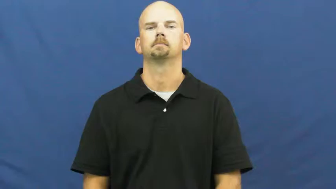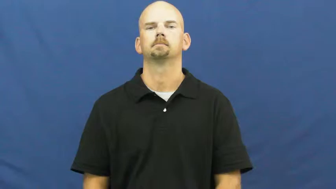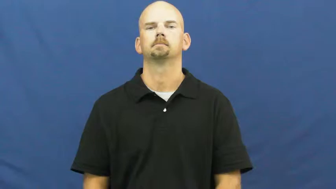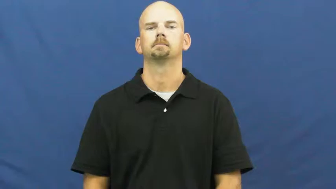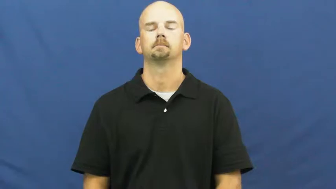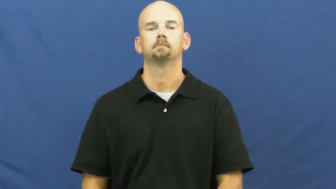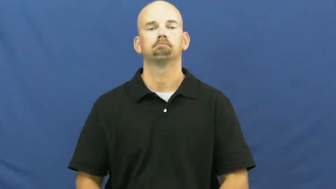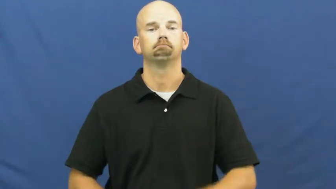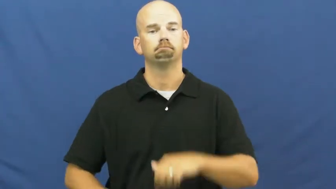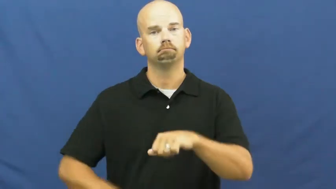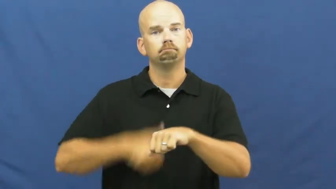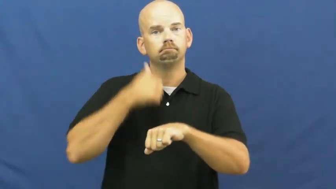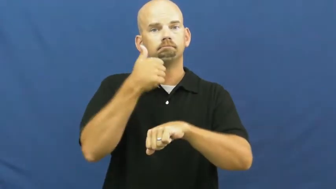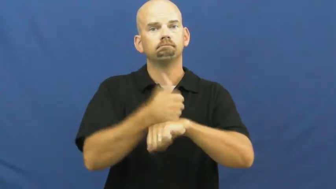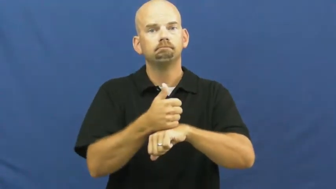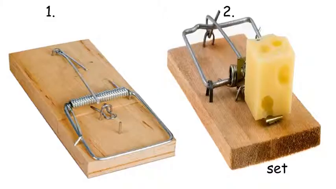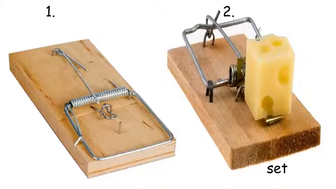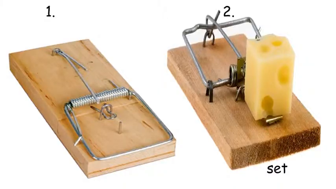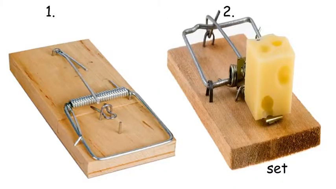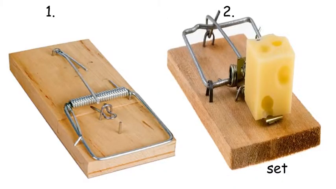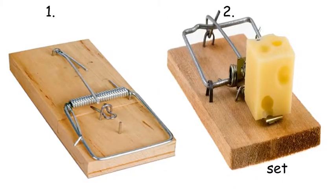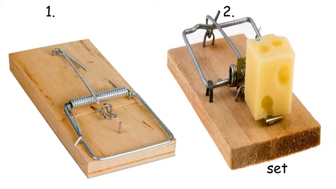set-trap